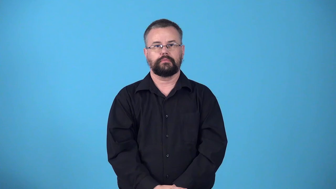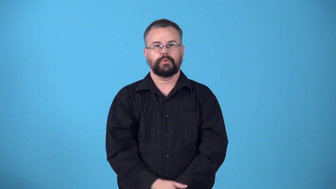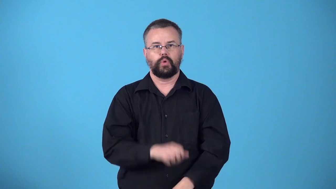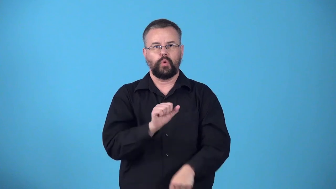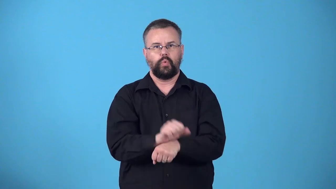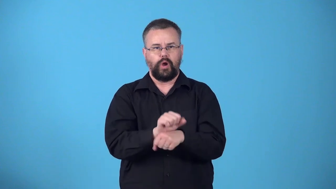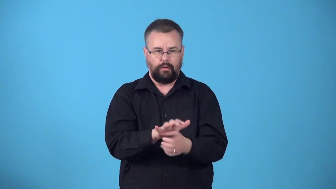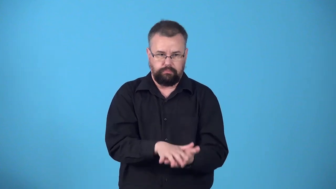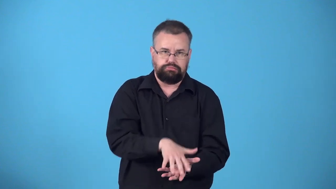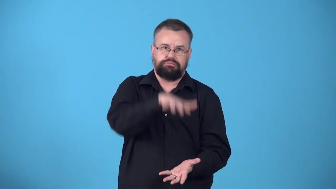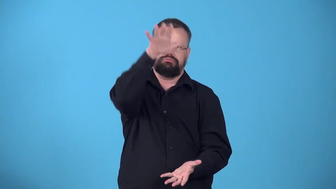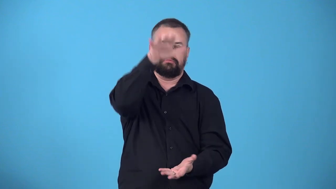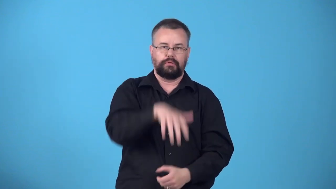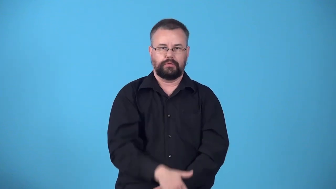workload